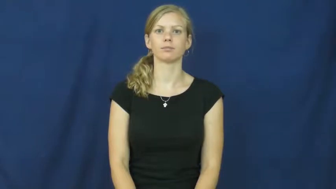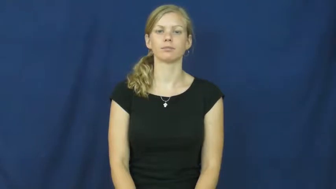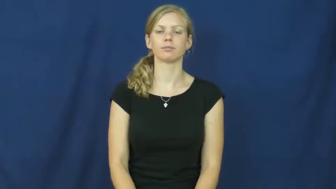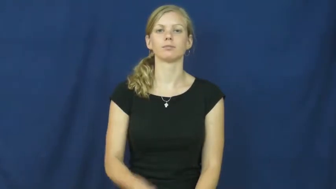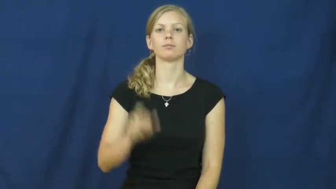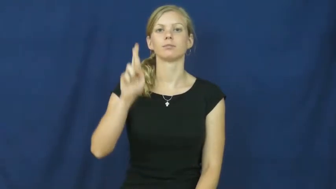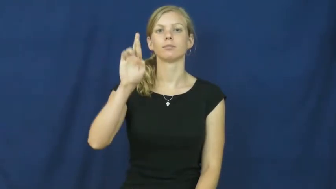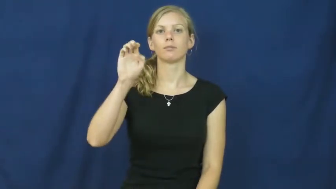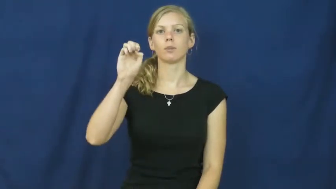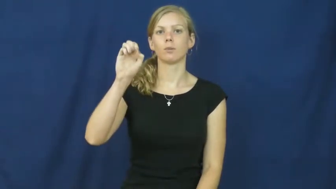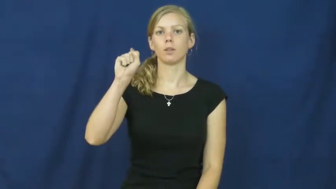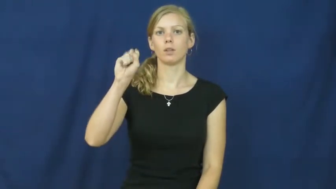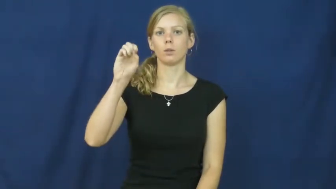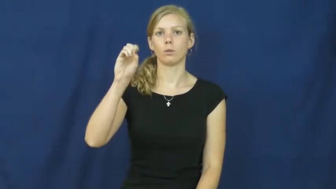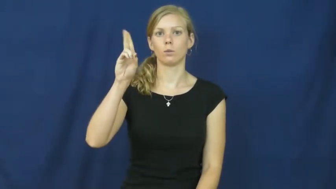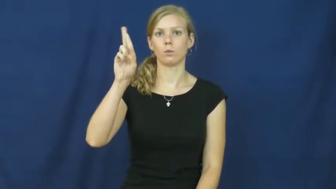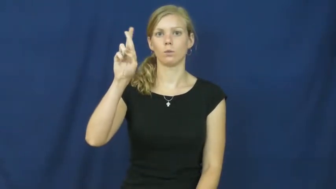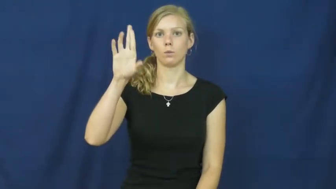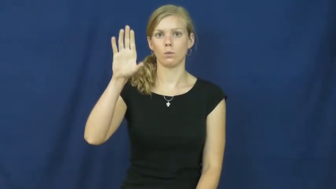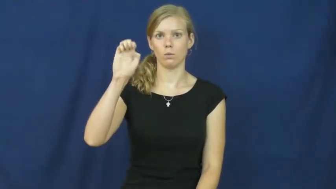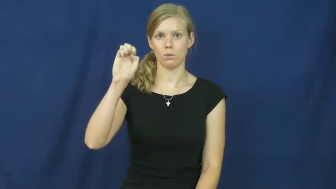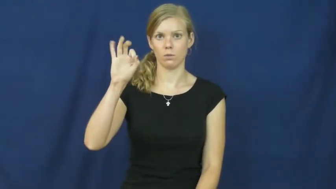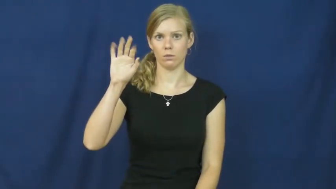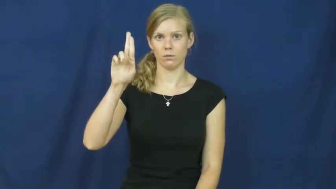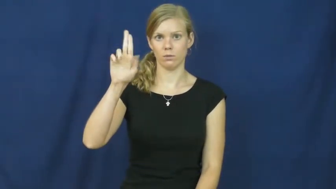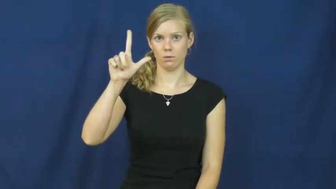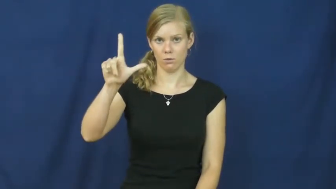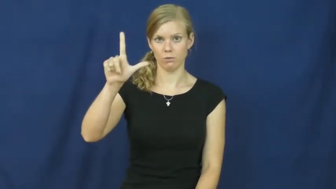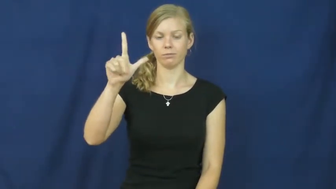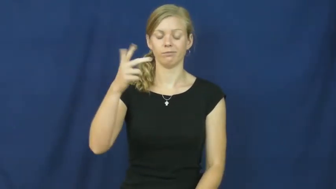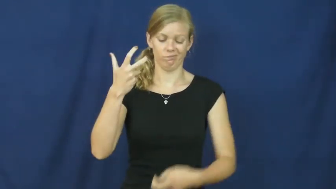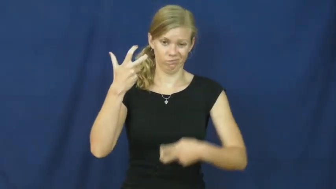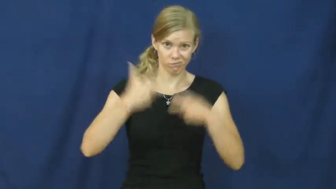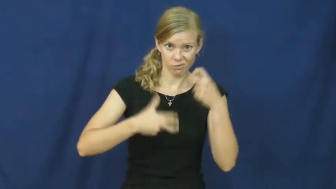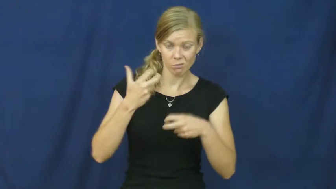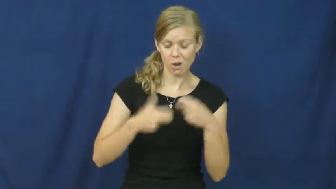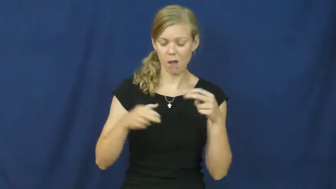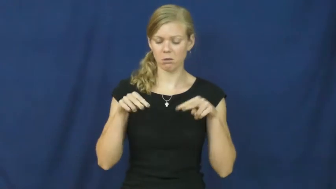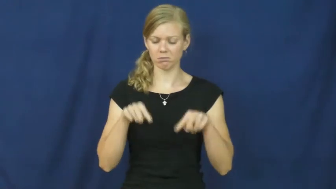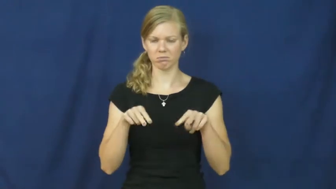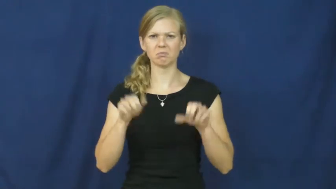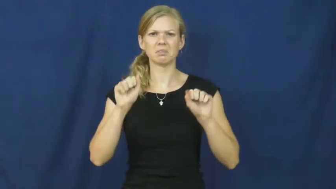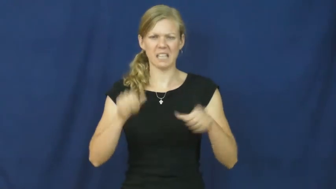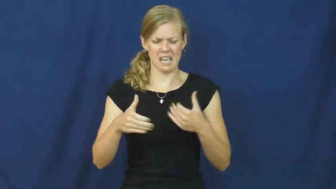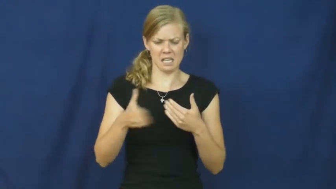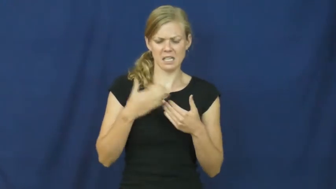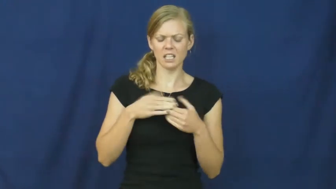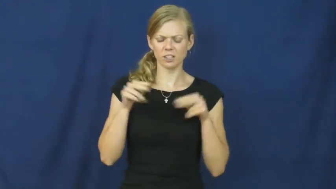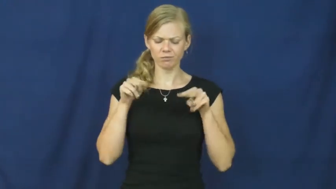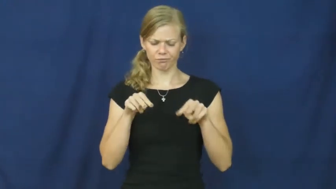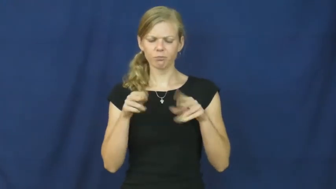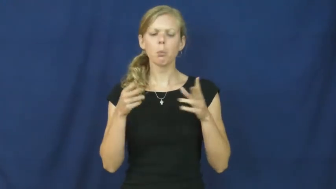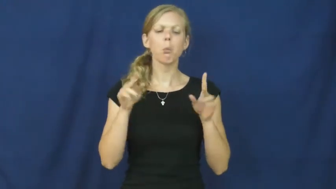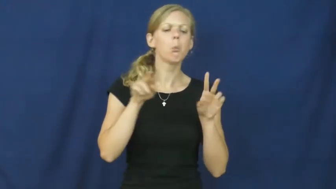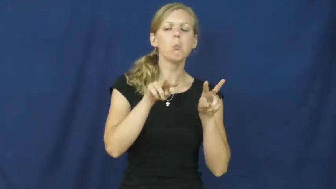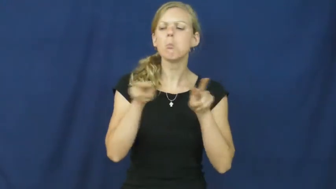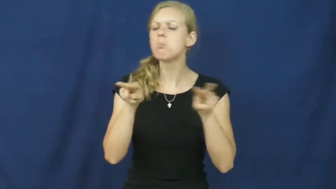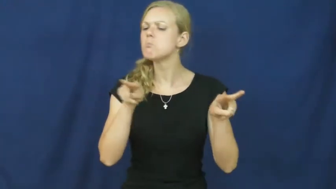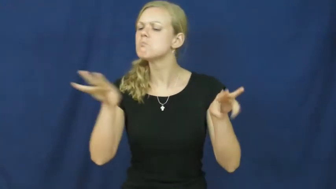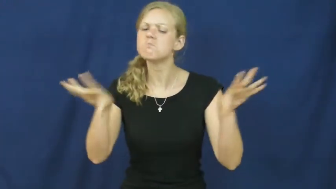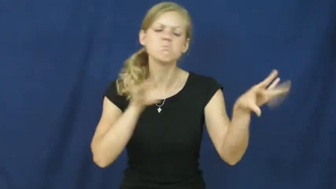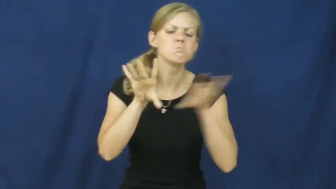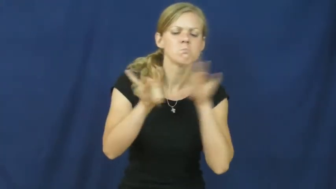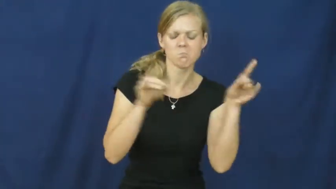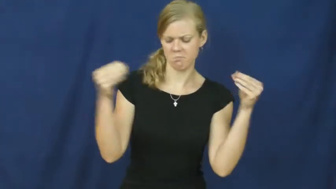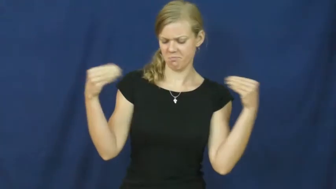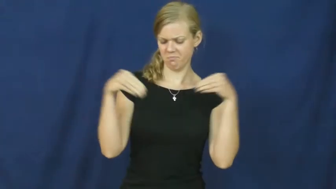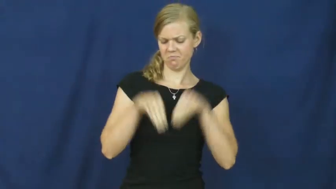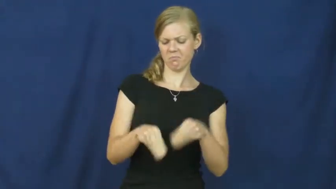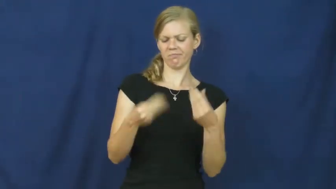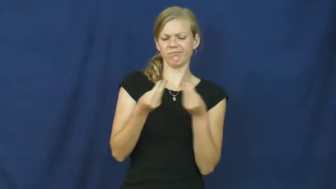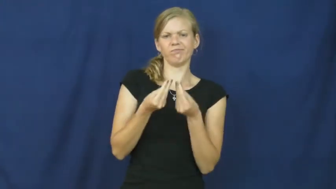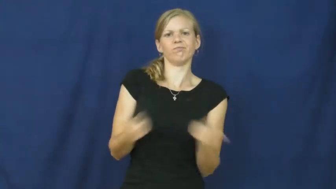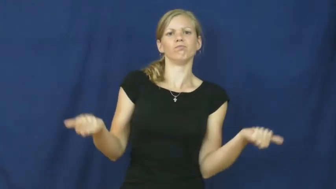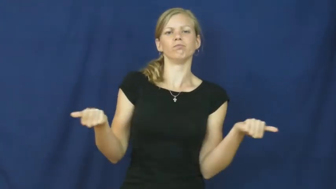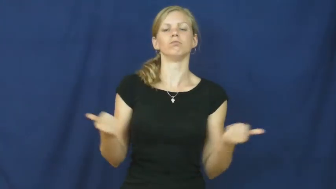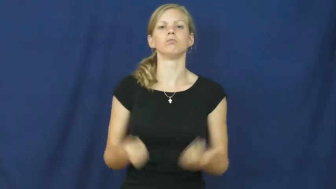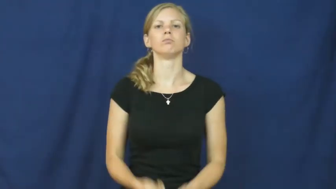resourceful